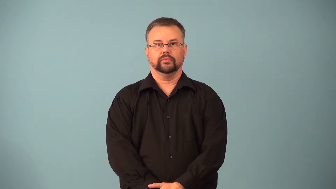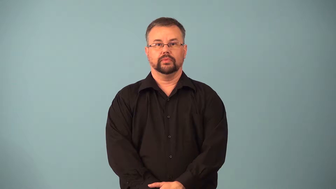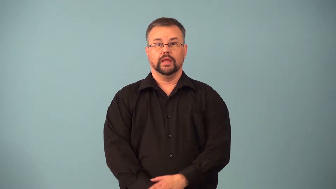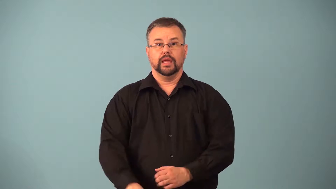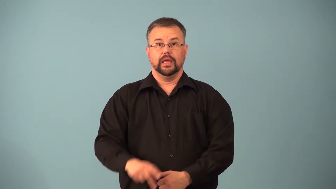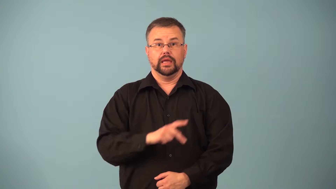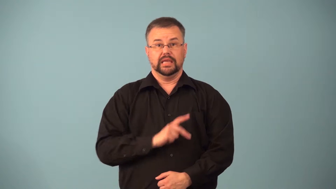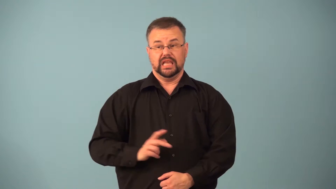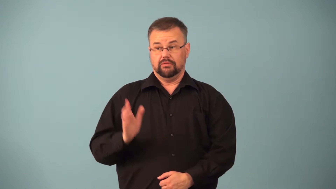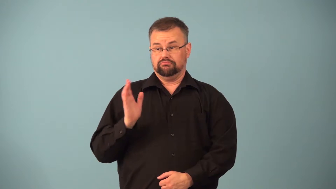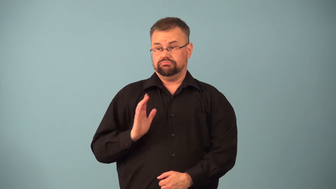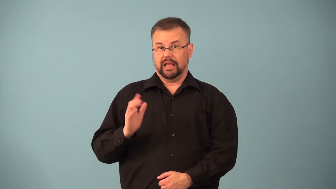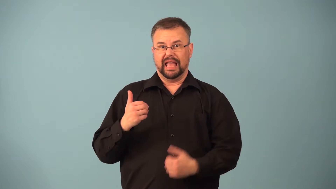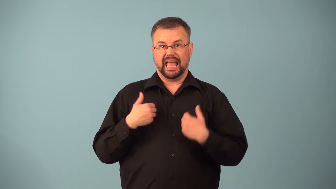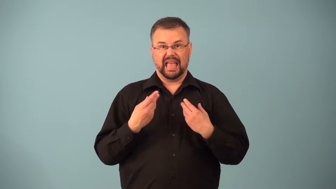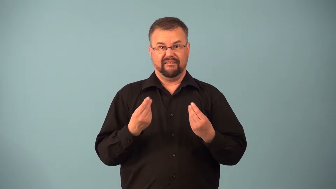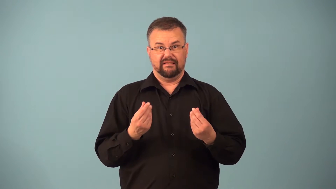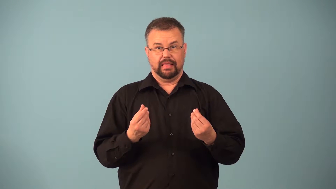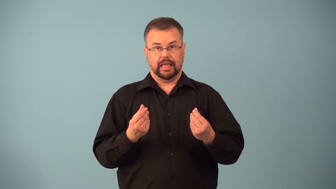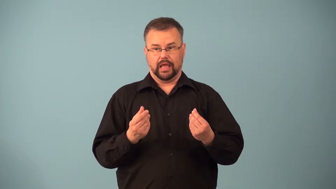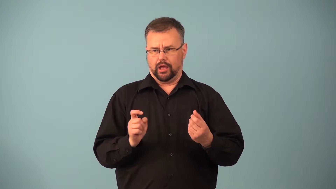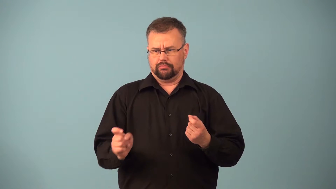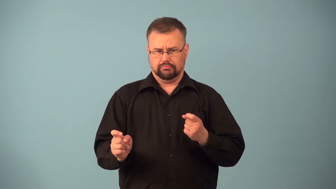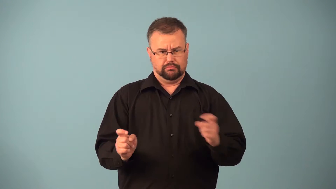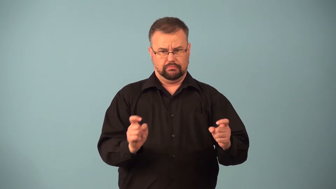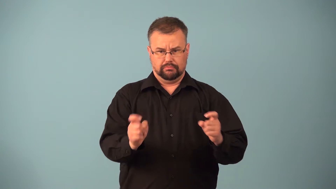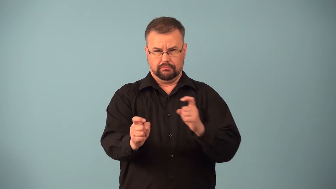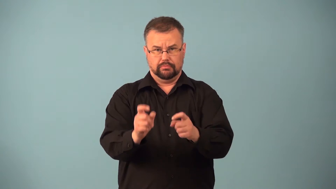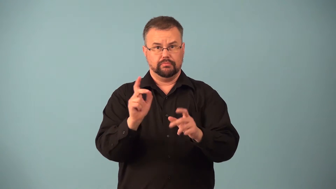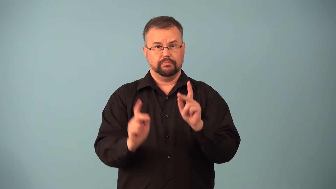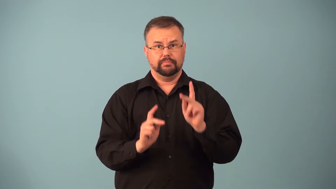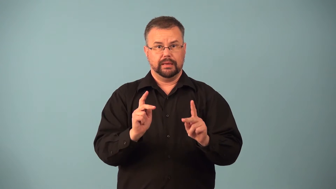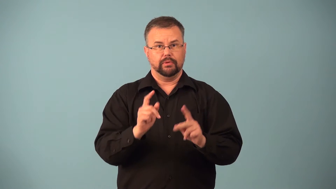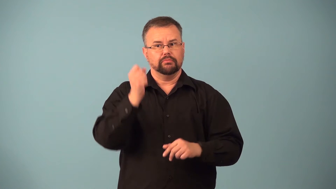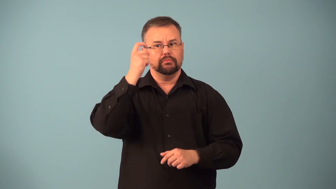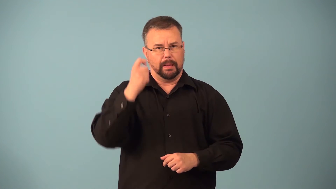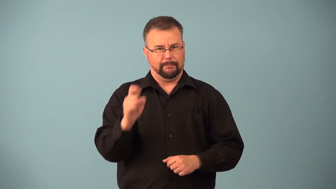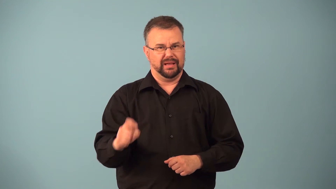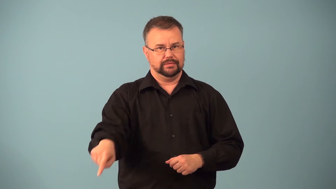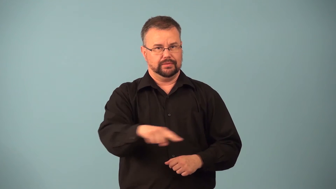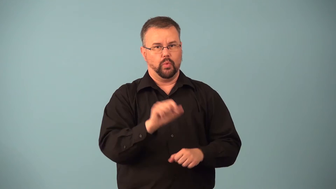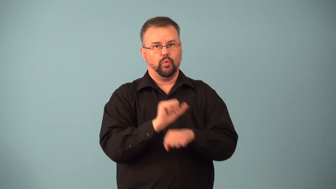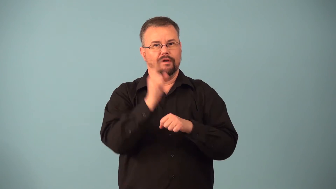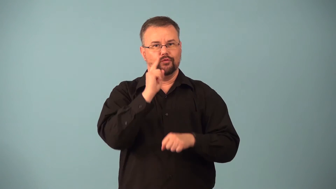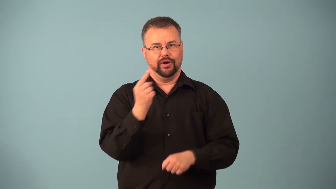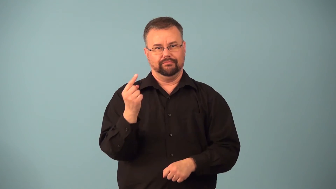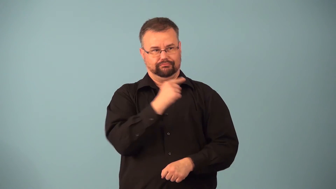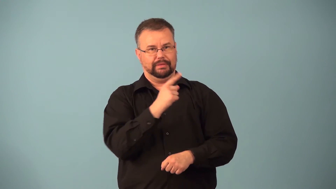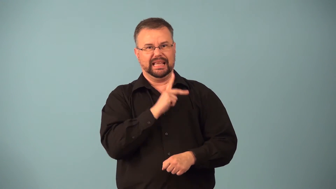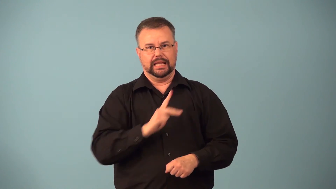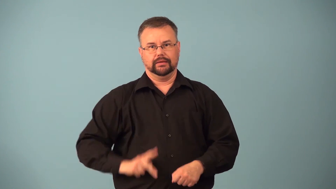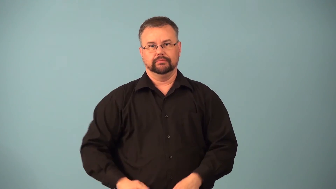fief,fiefdom